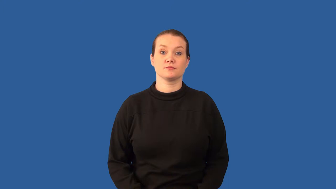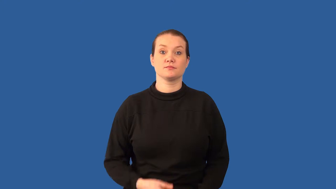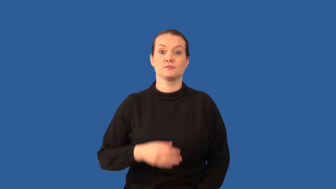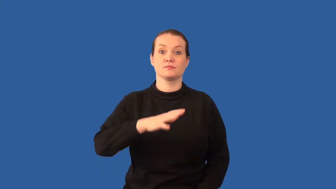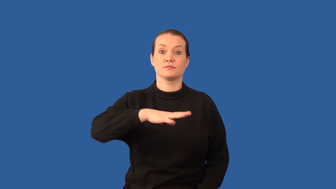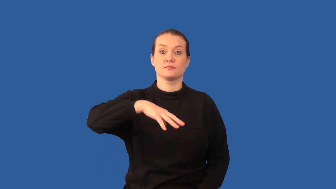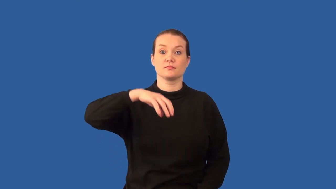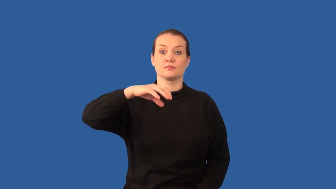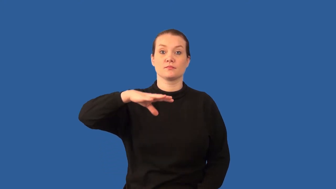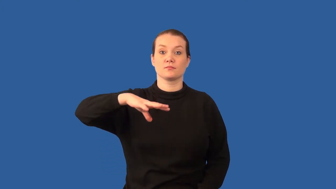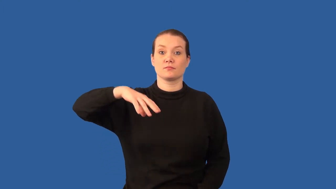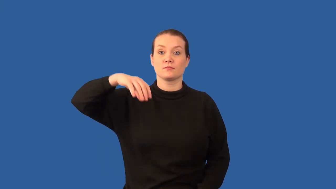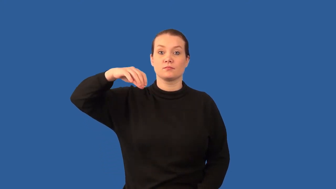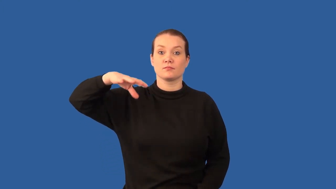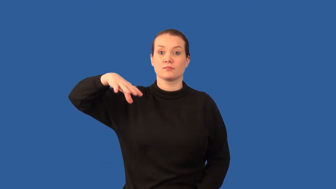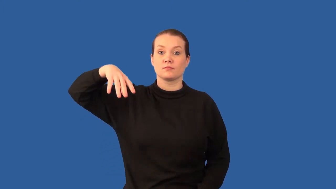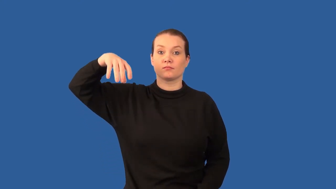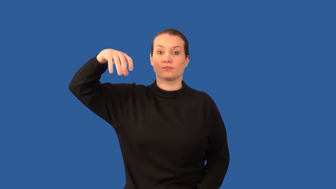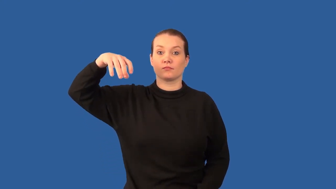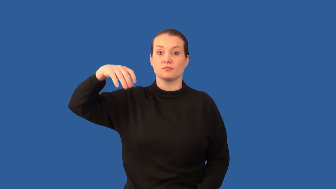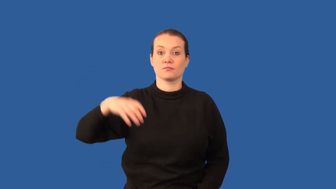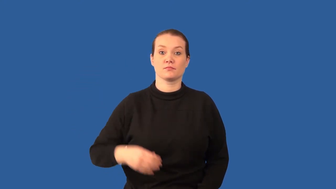medusa